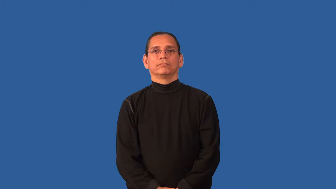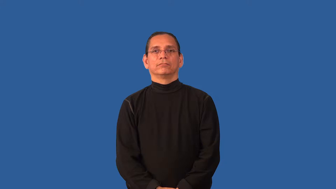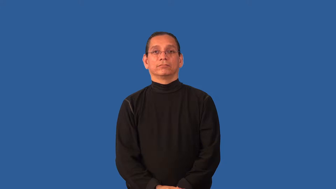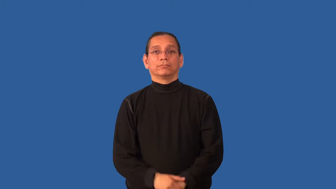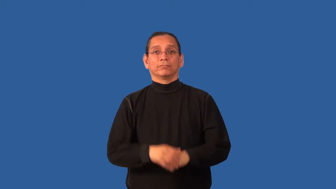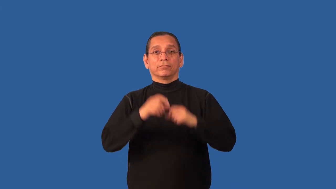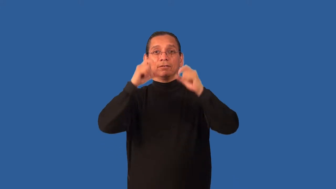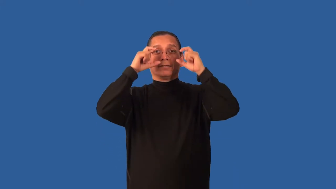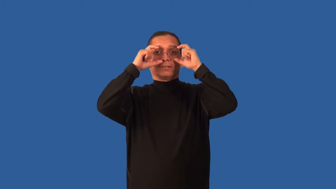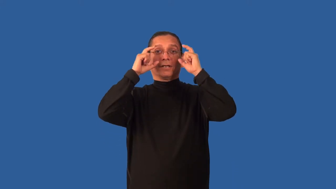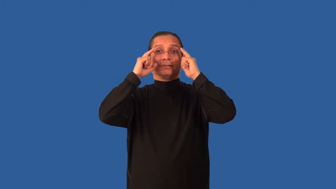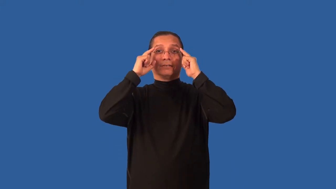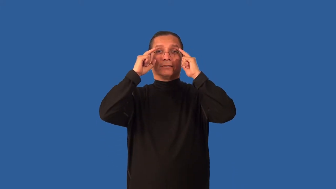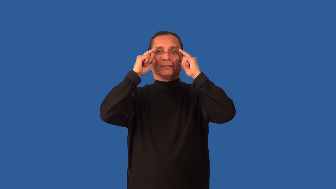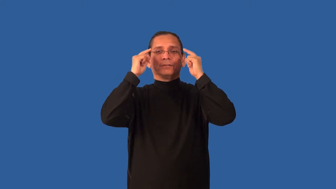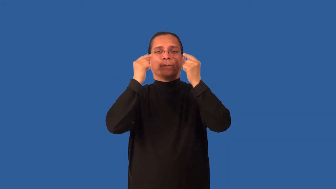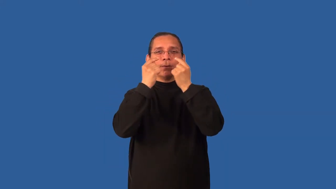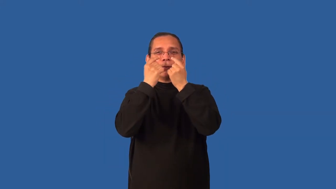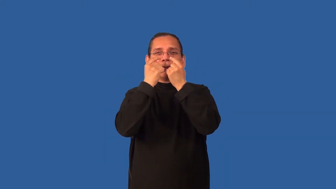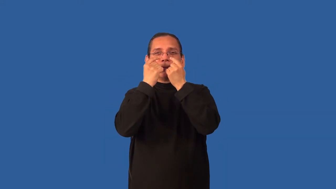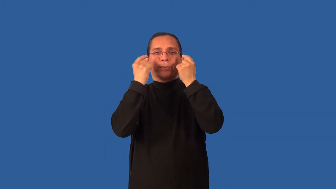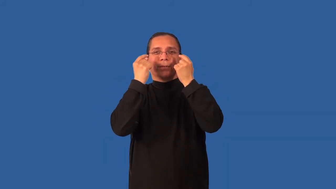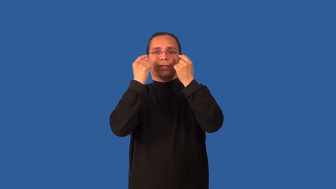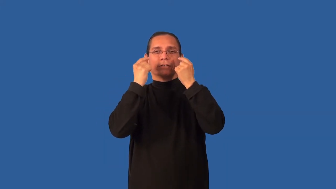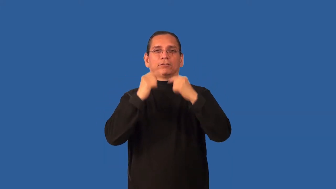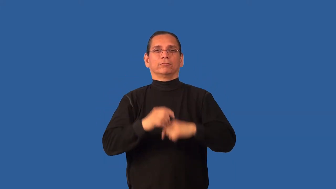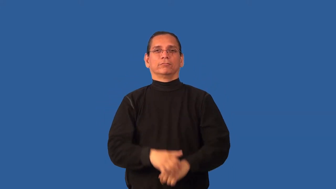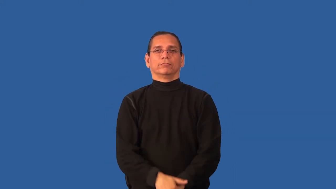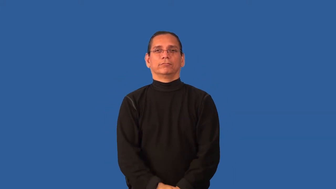bifocal